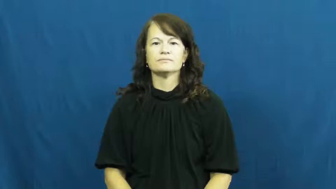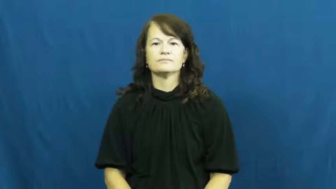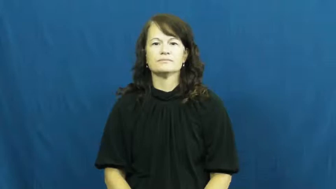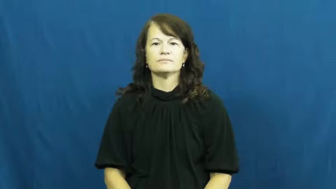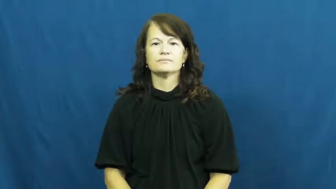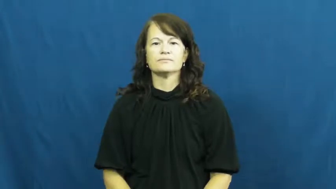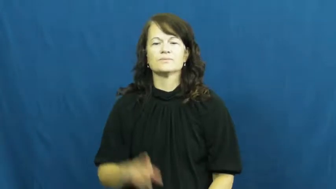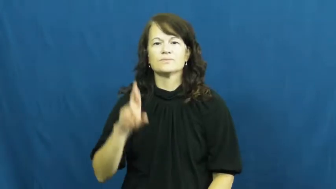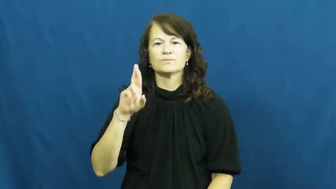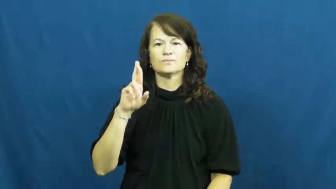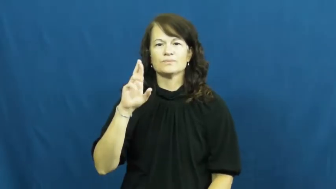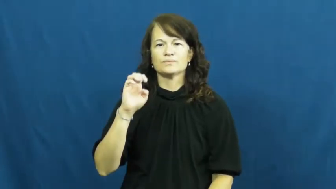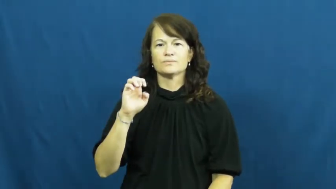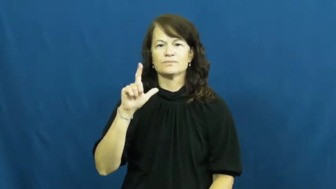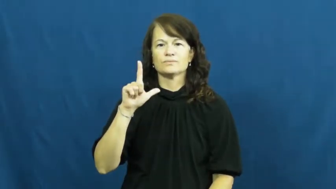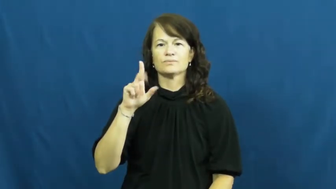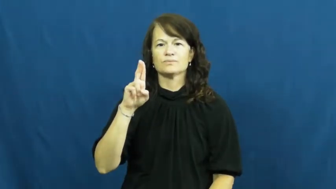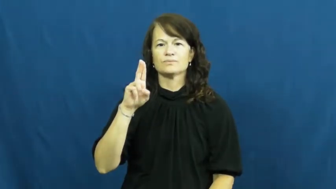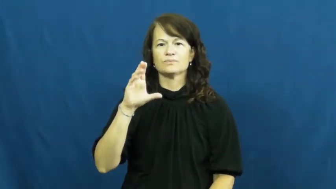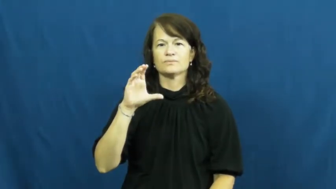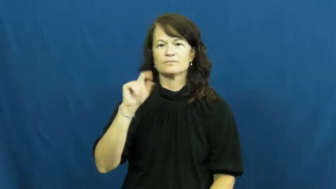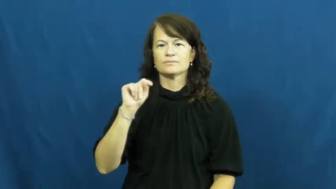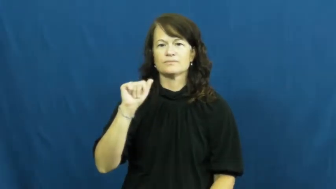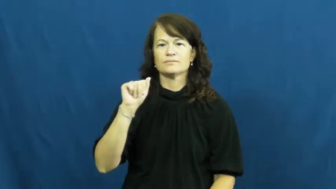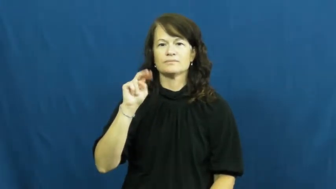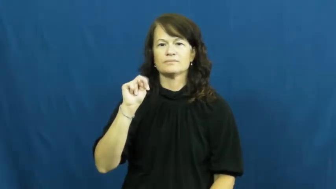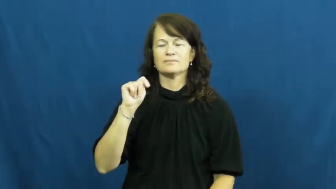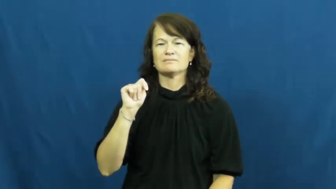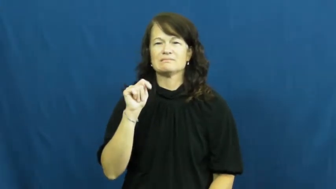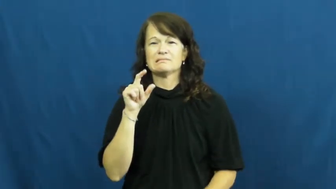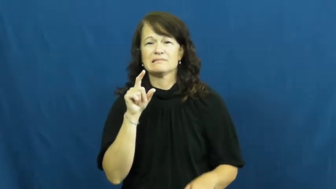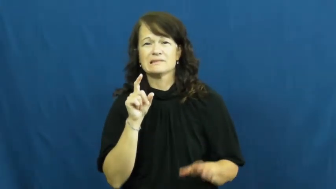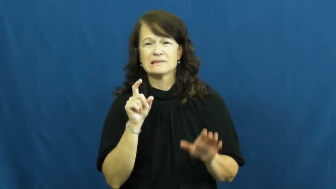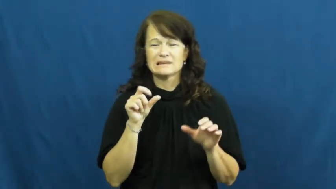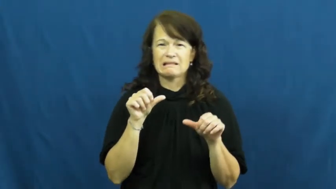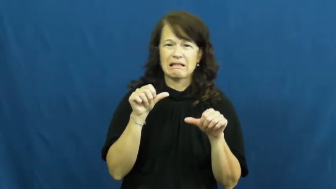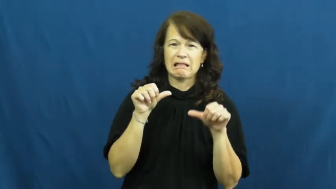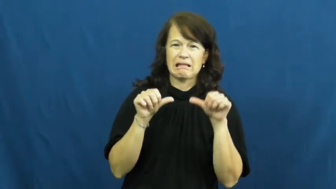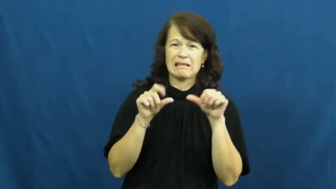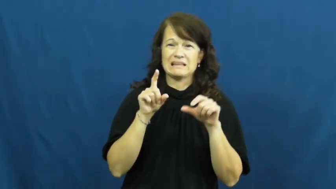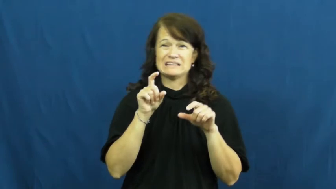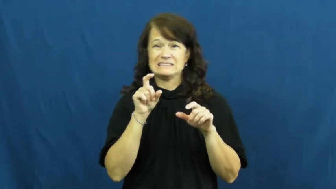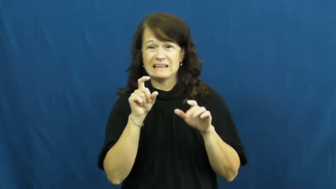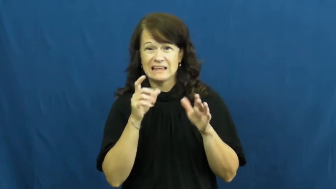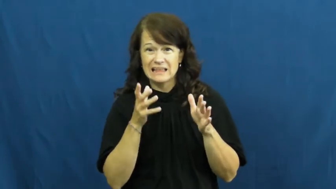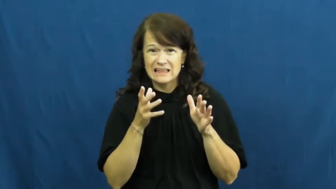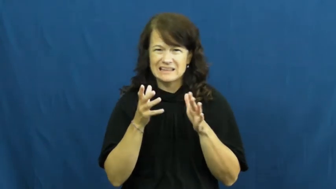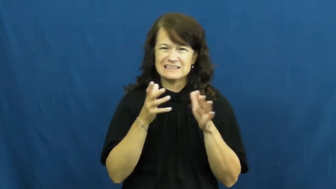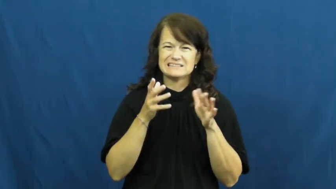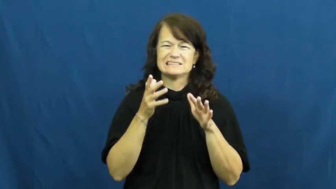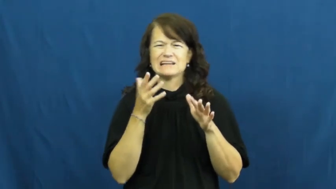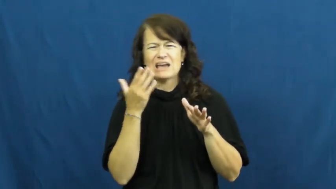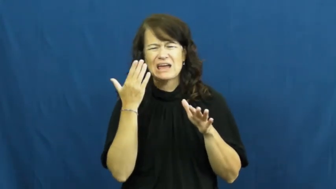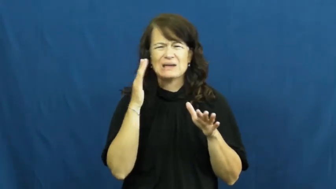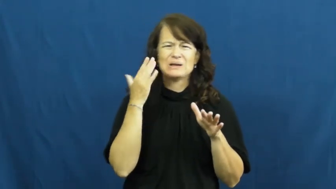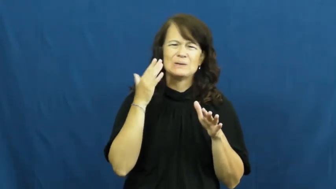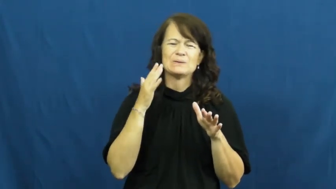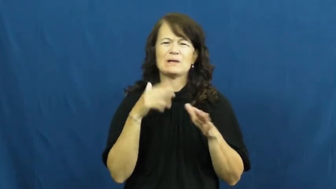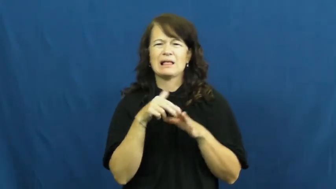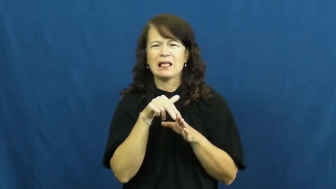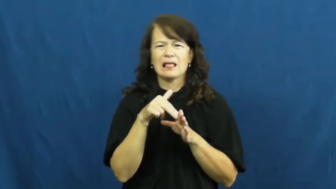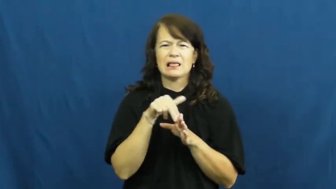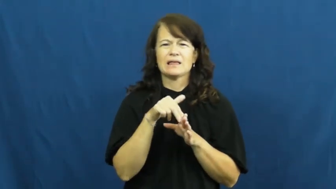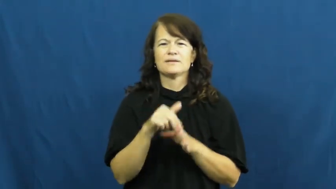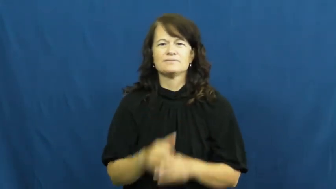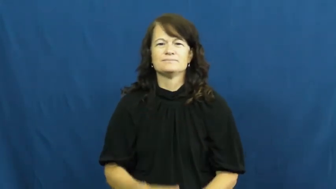reluctant